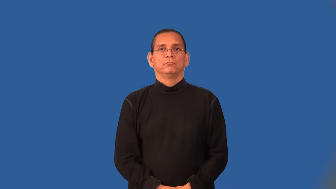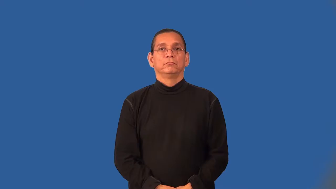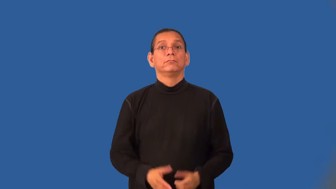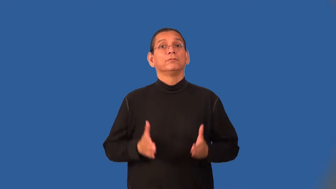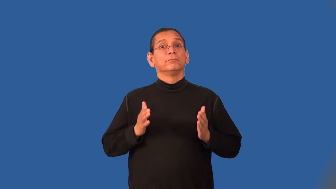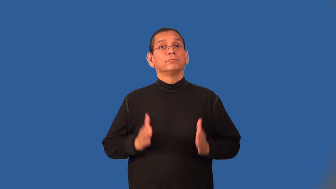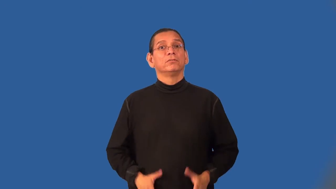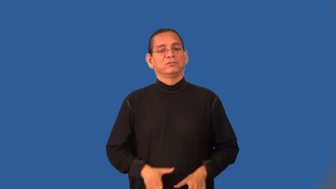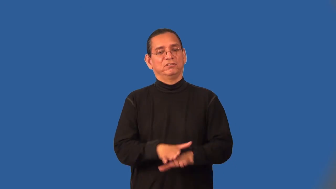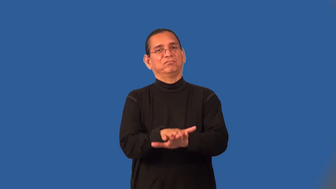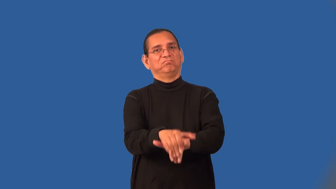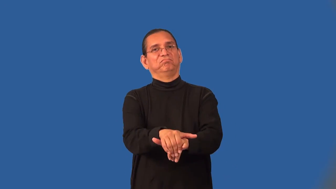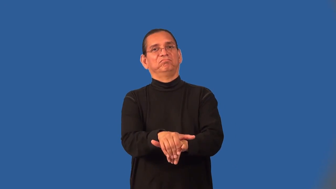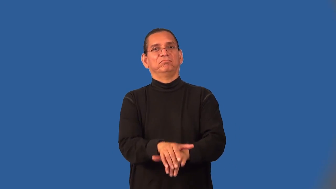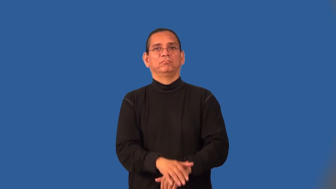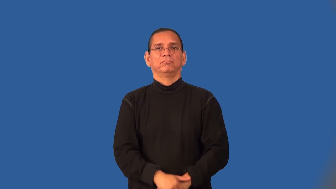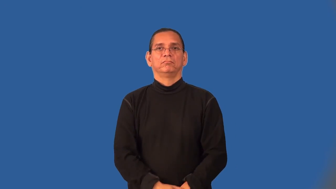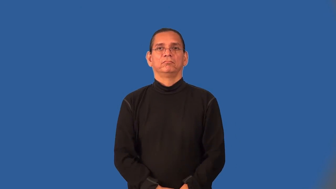betrayer